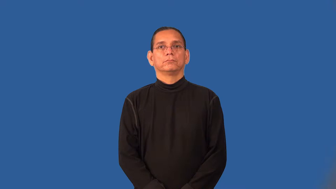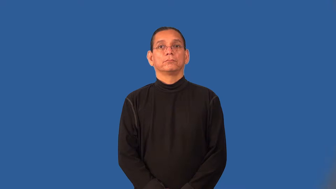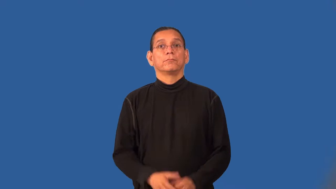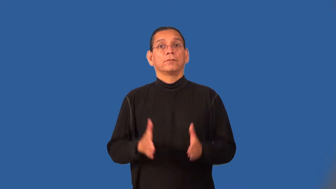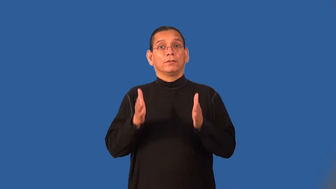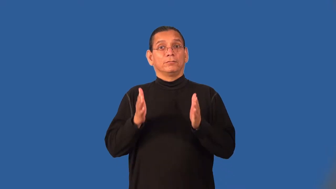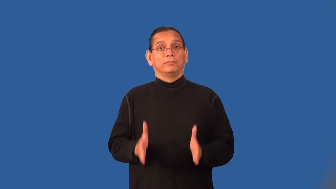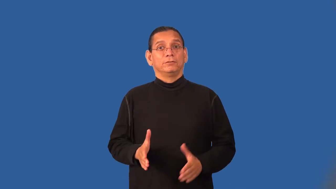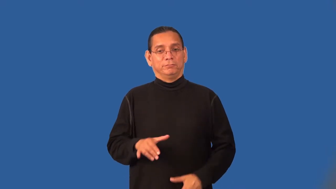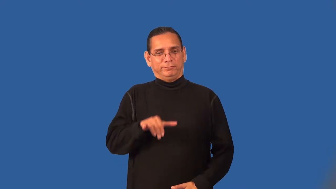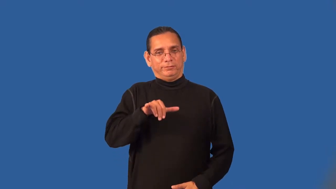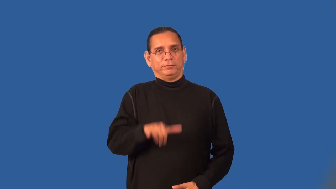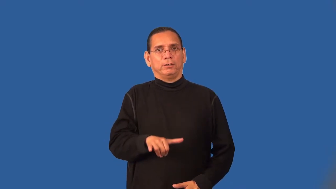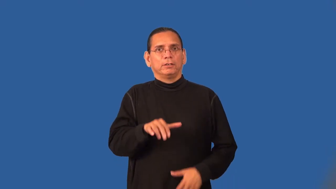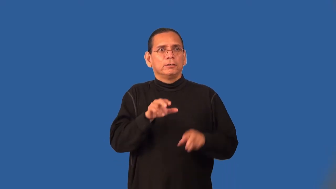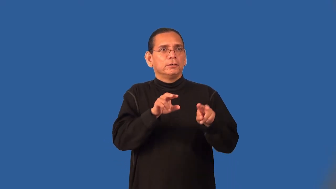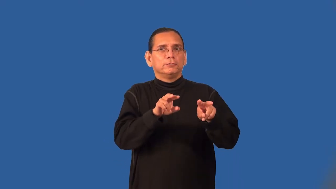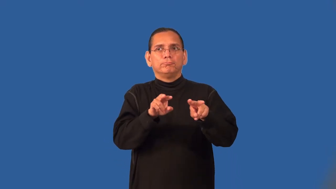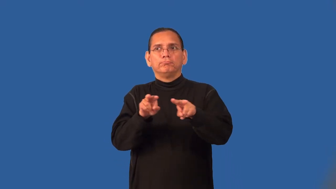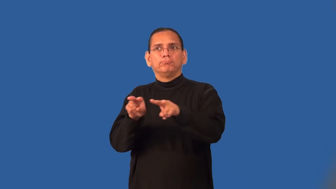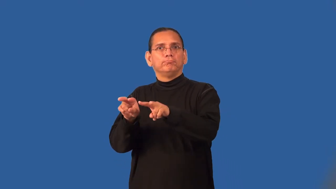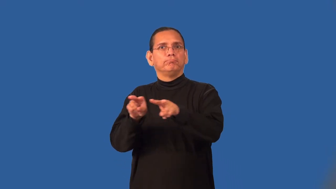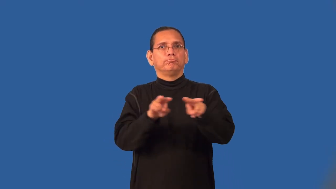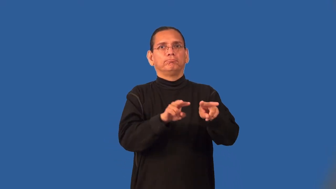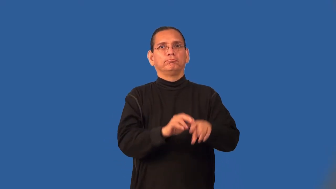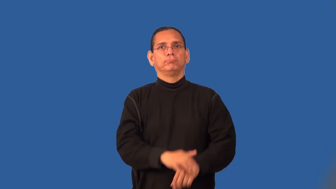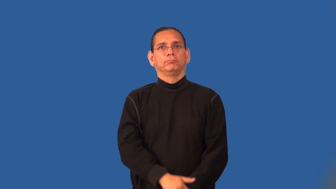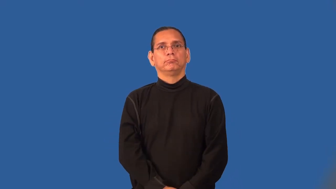station-placed at a position